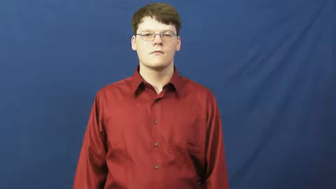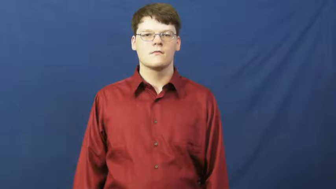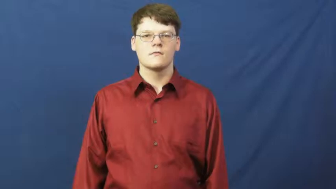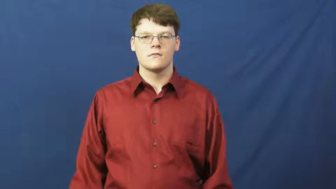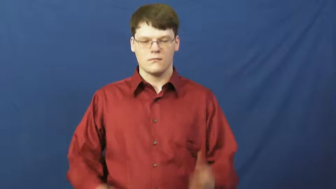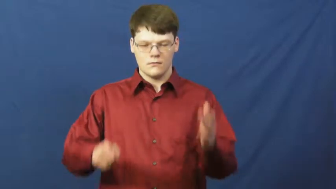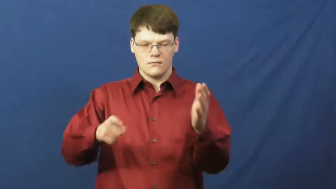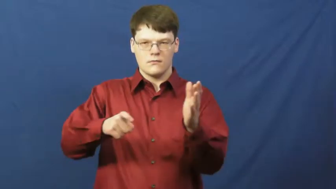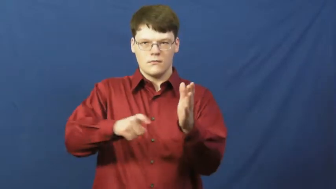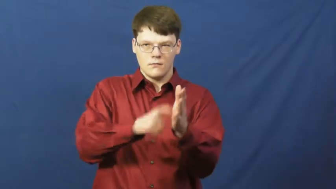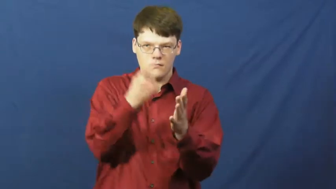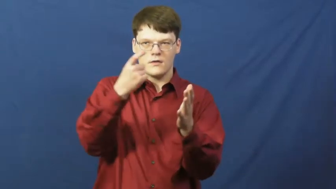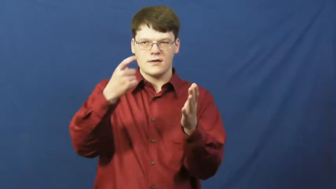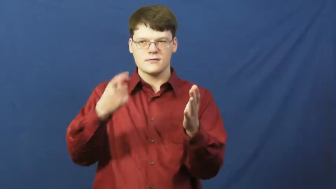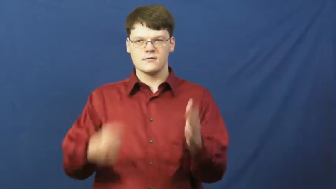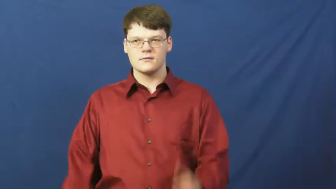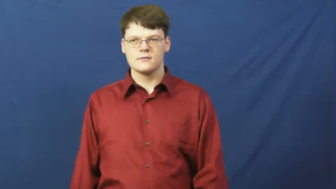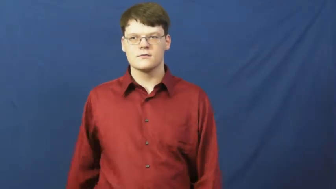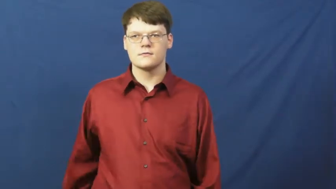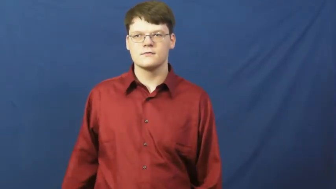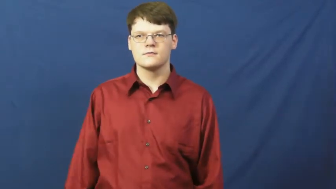notch